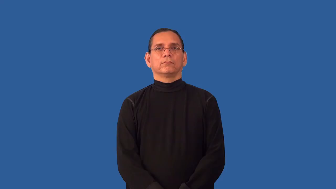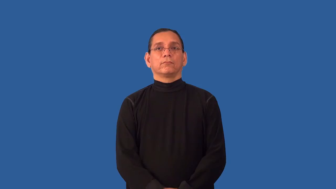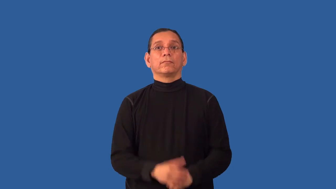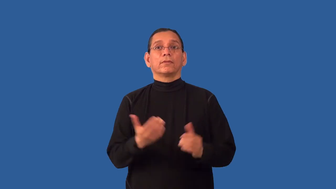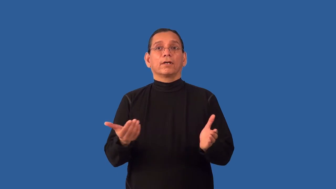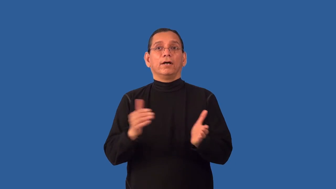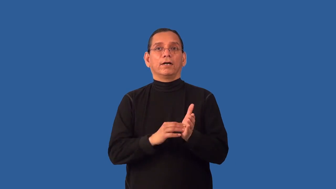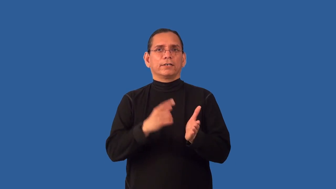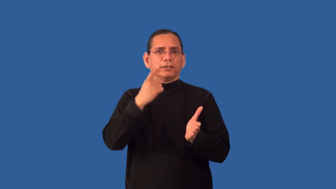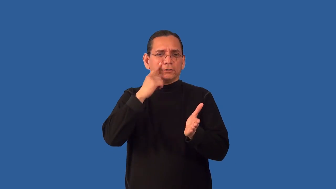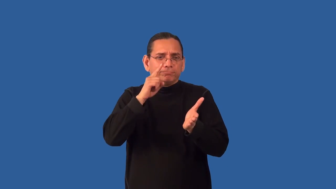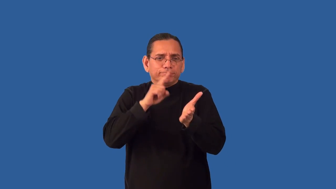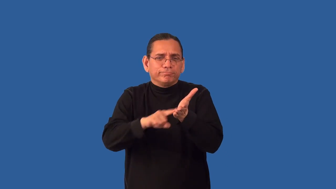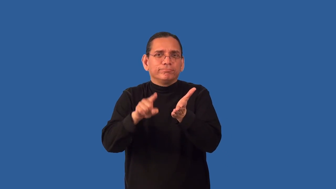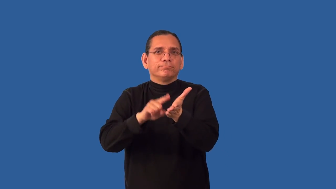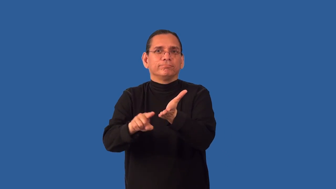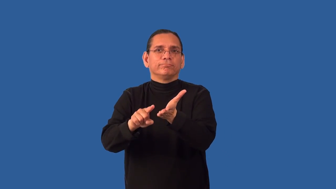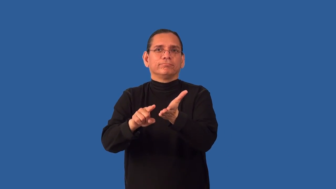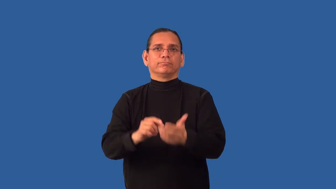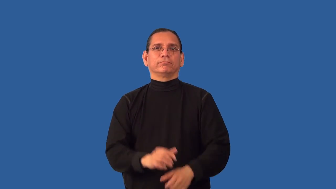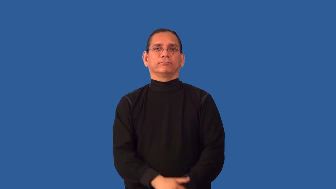reexamine